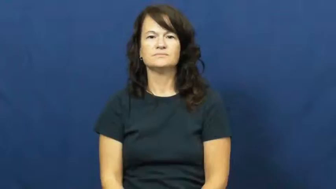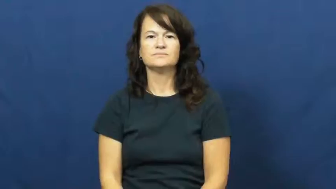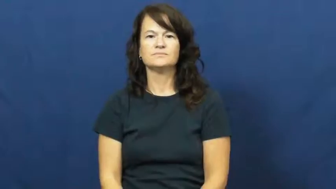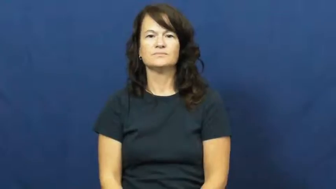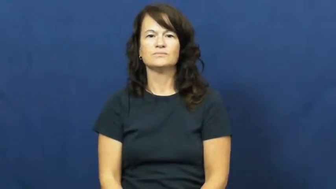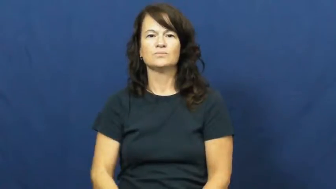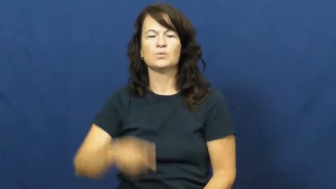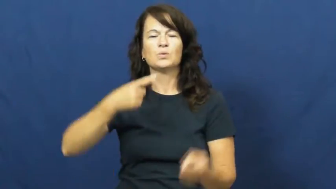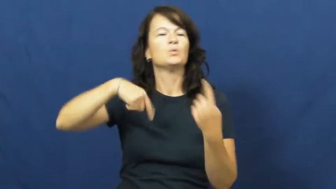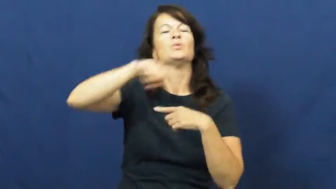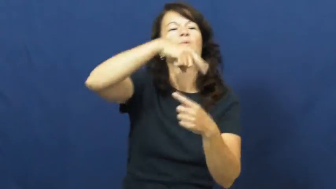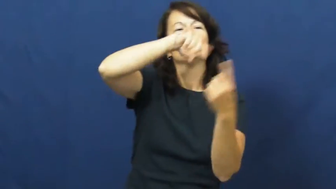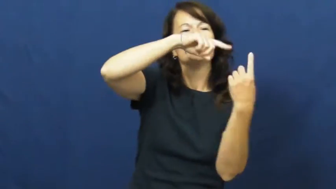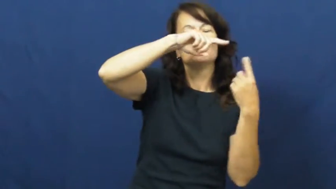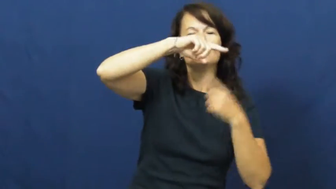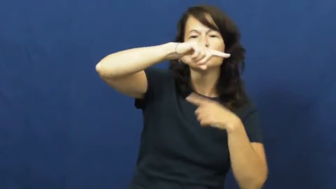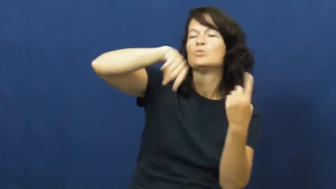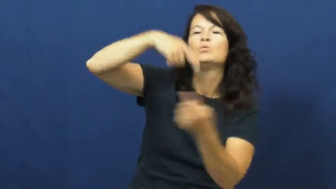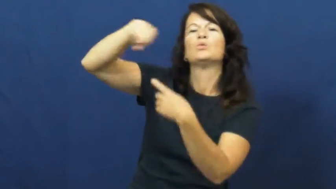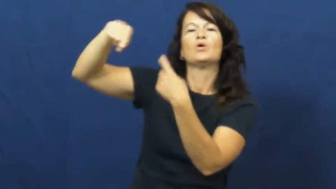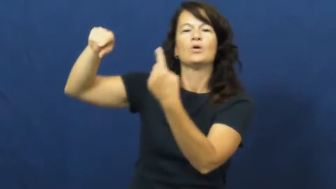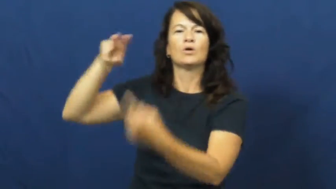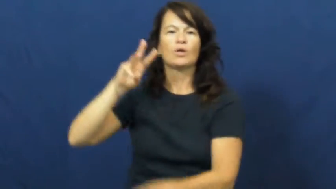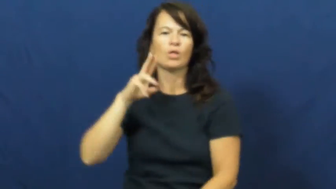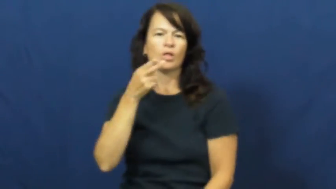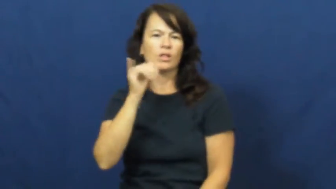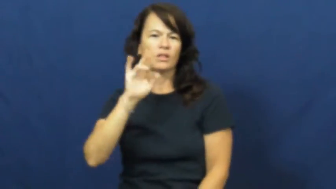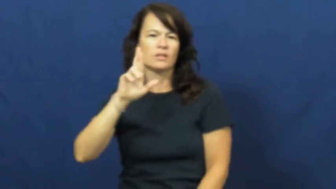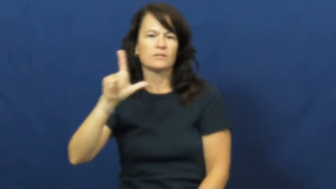whirl,whirl around